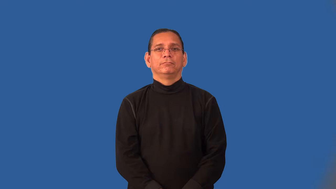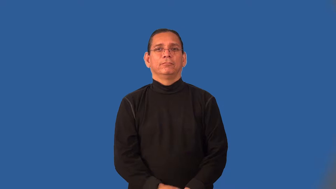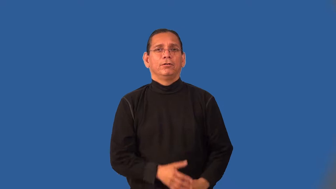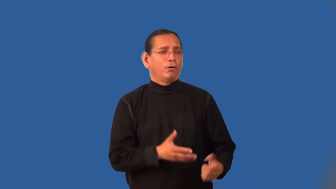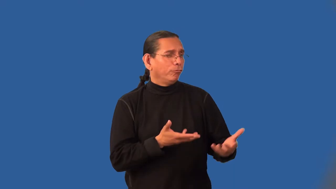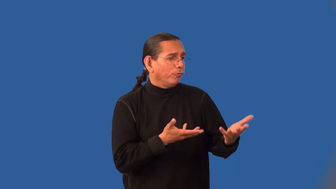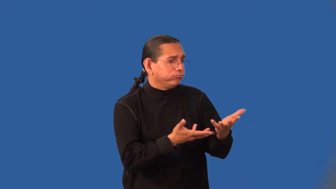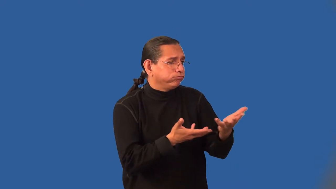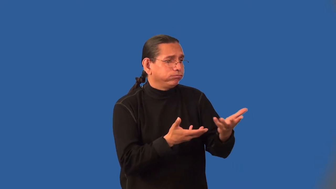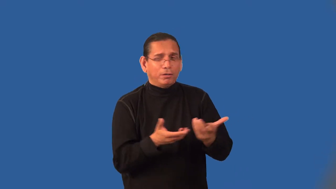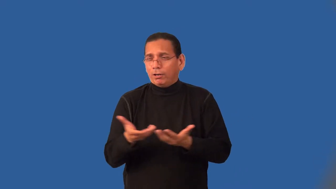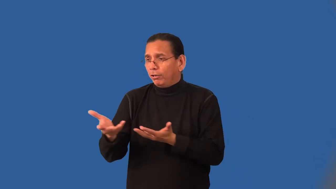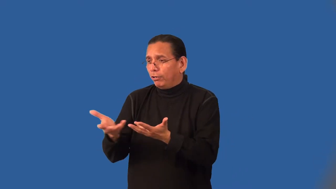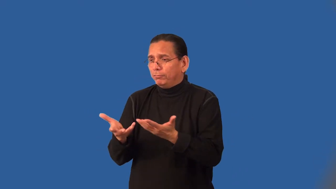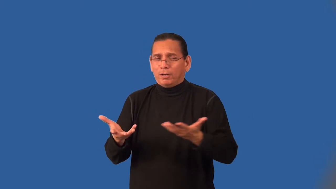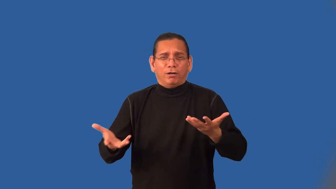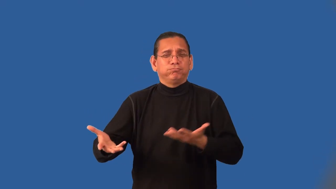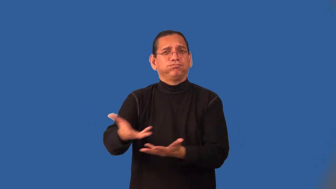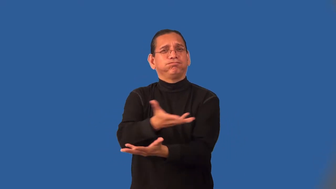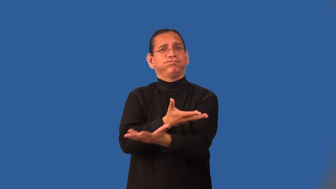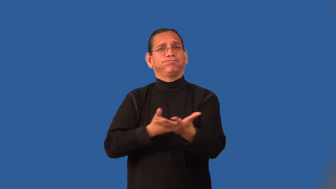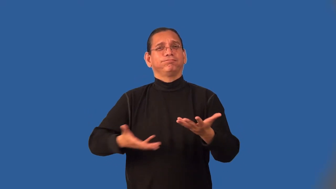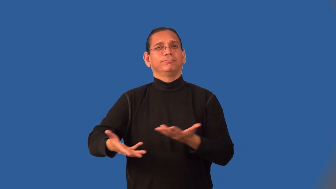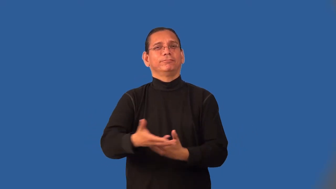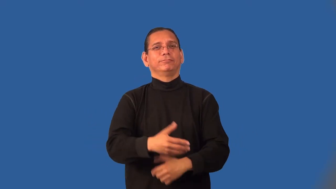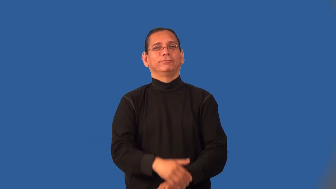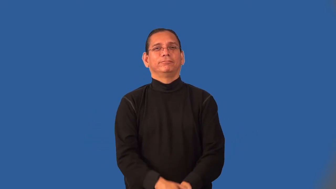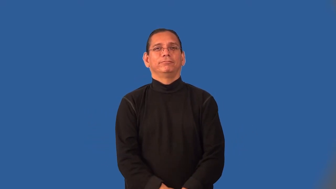interpersonal